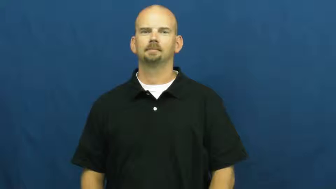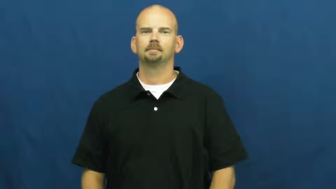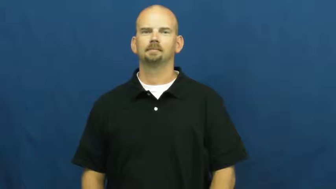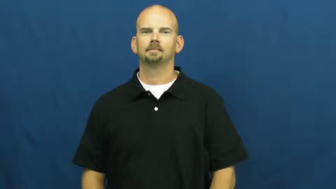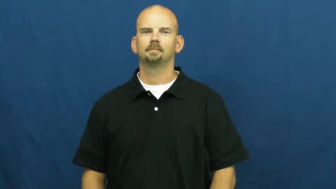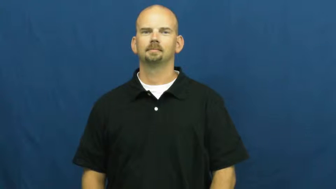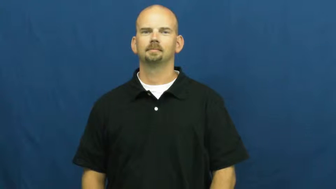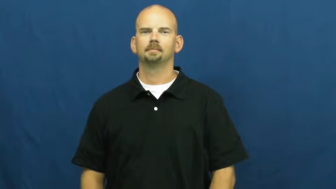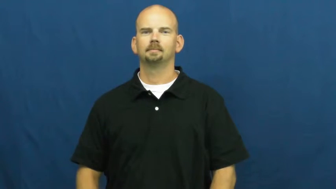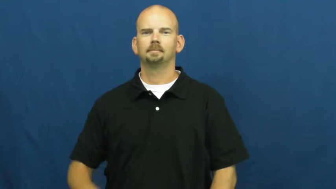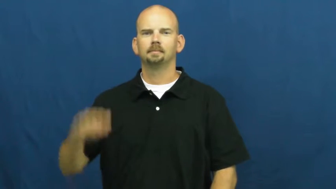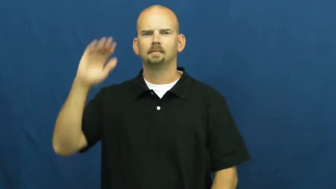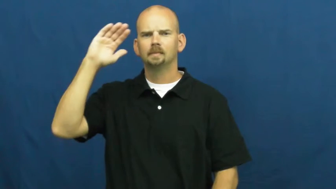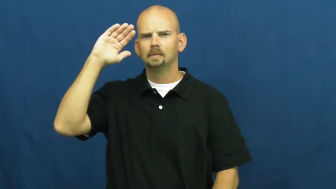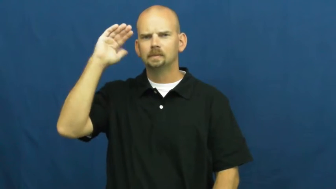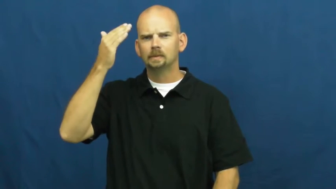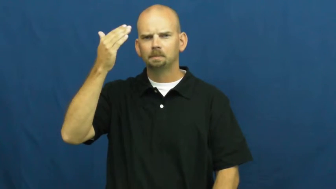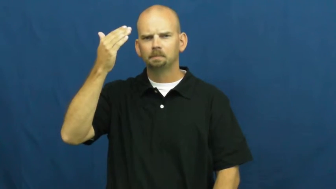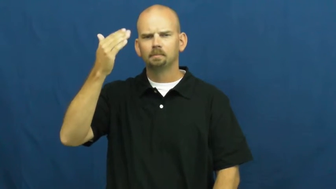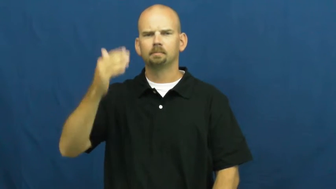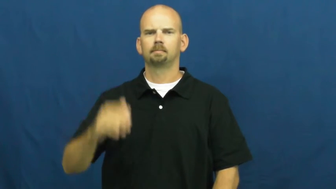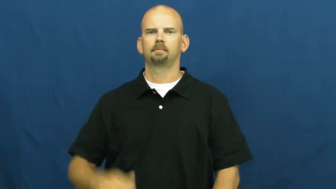smack of